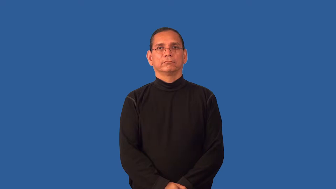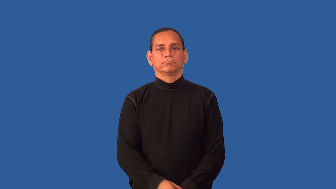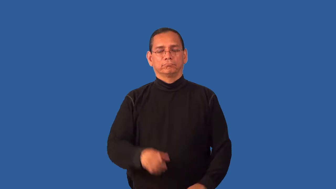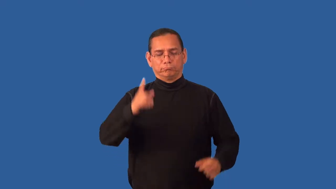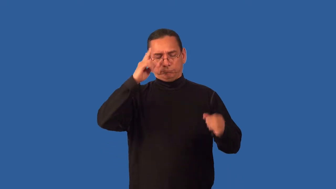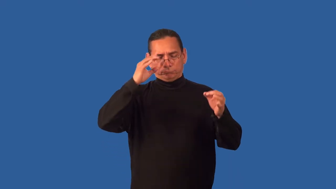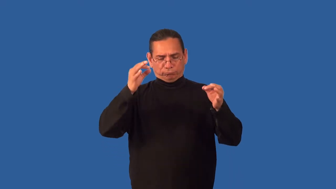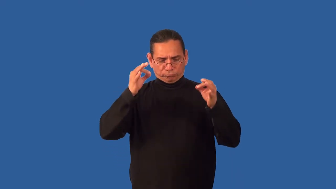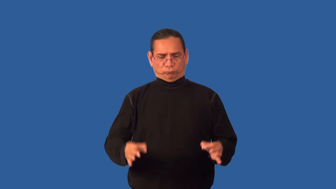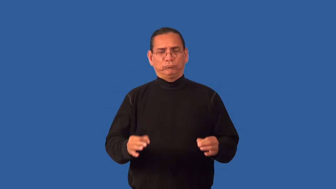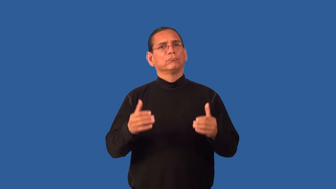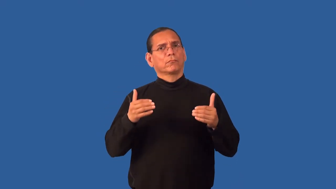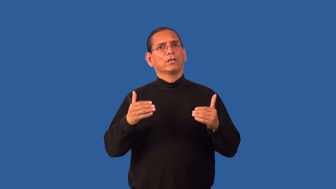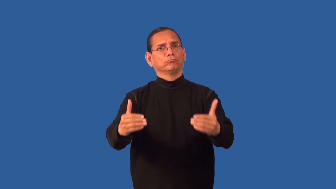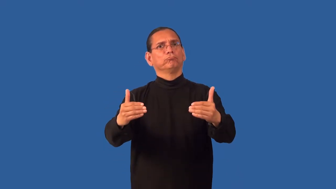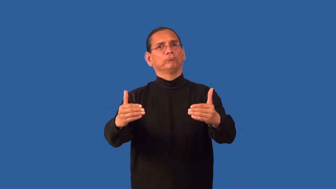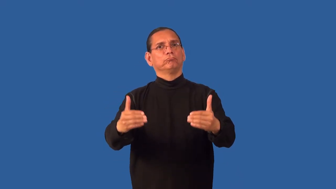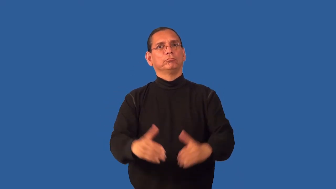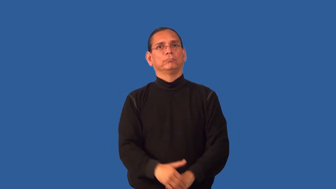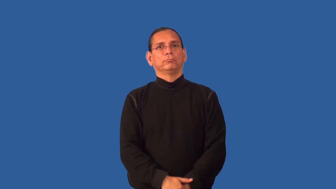drive-determination